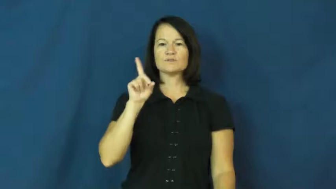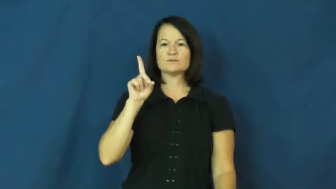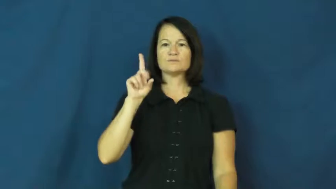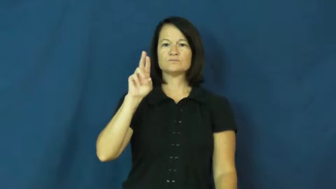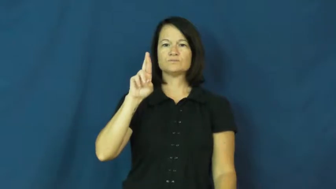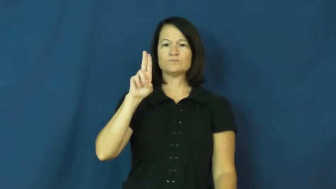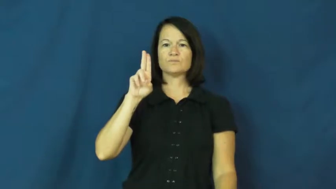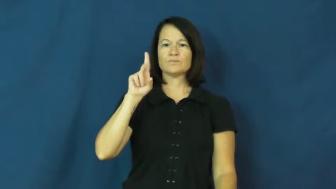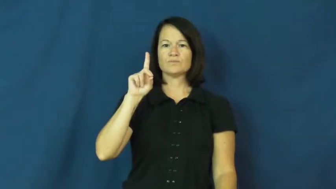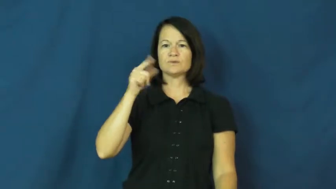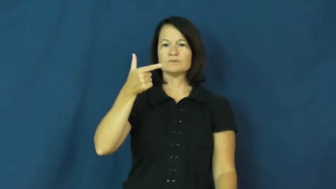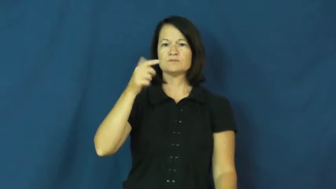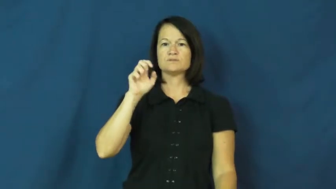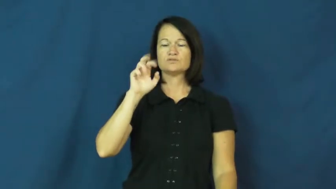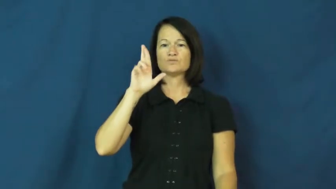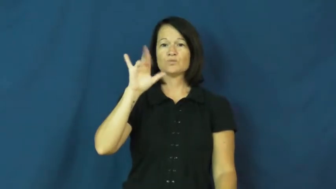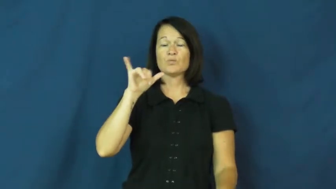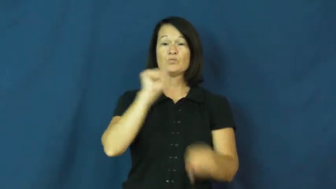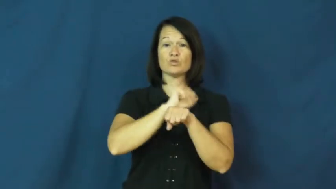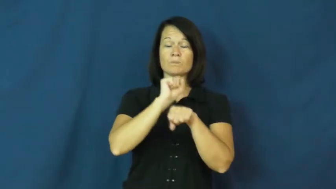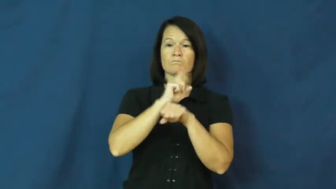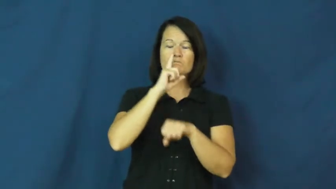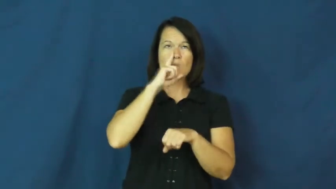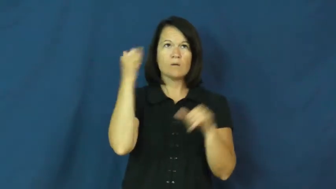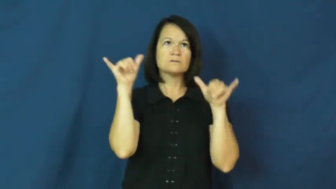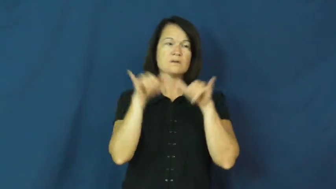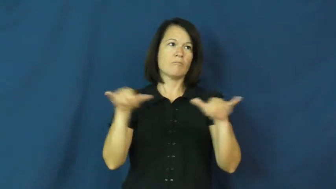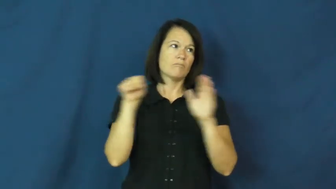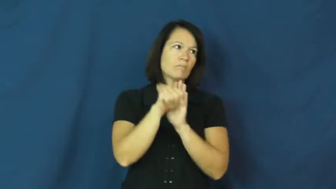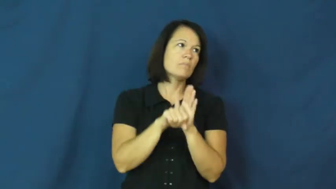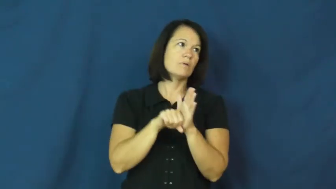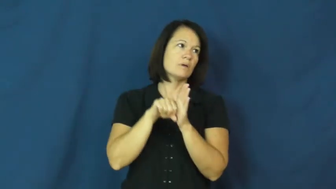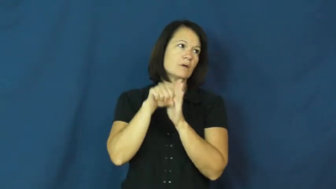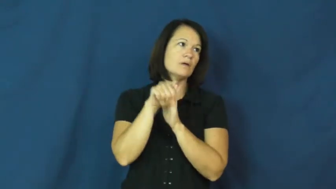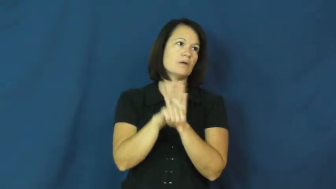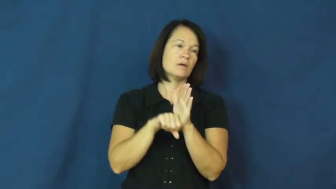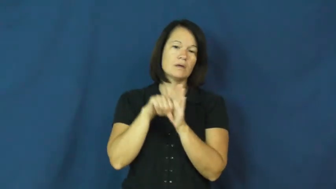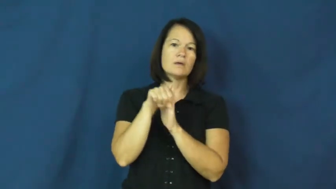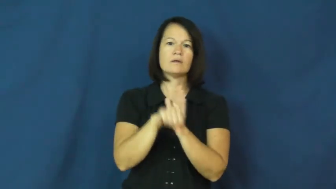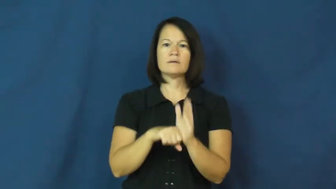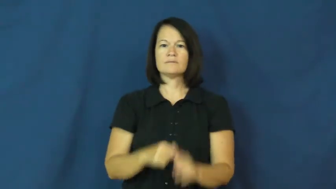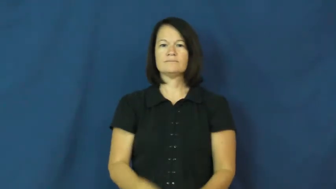drudgery